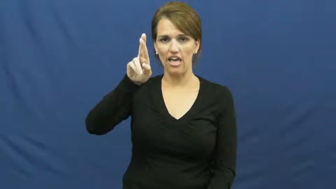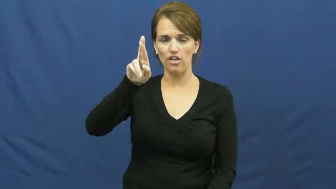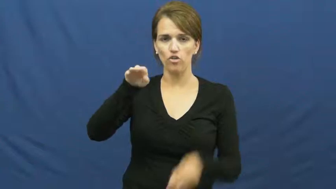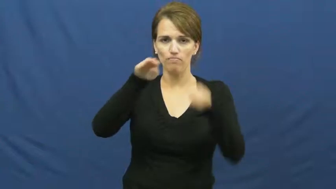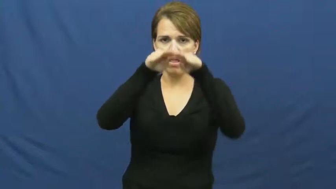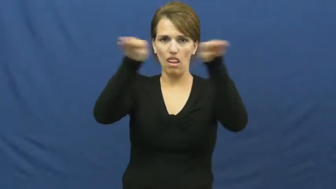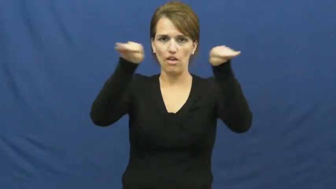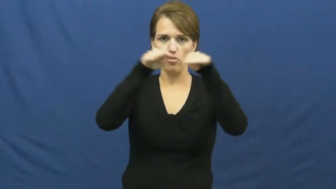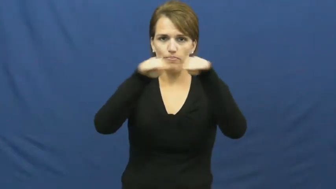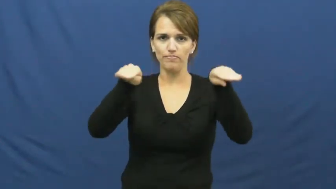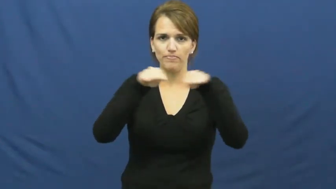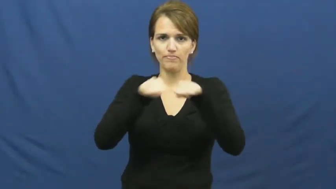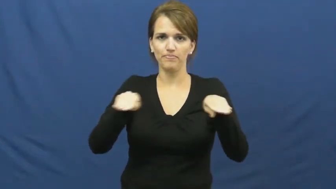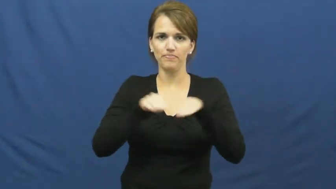tier